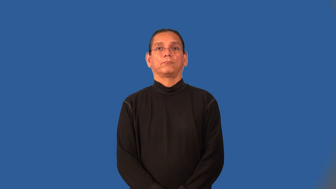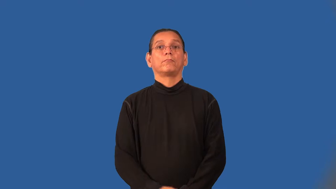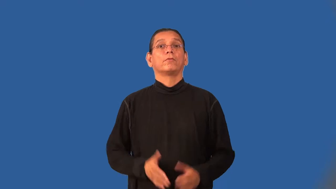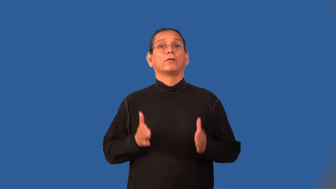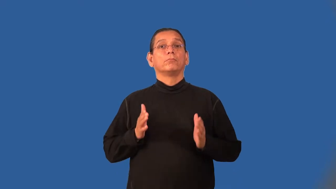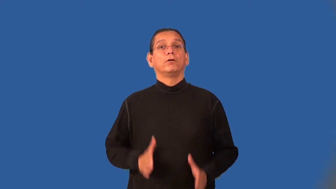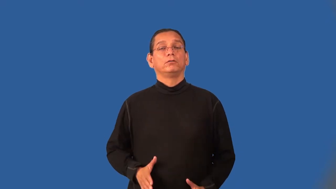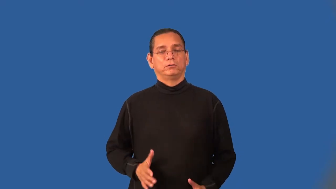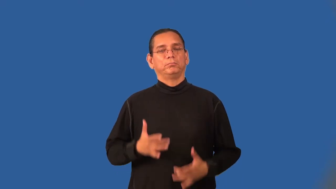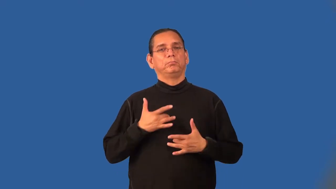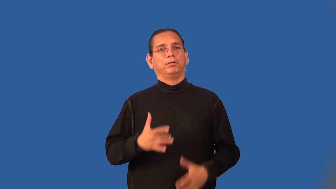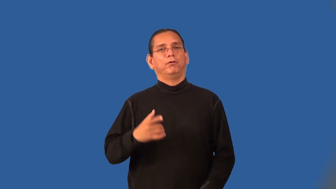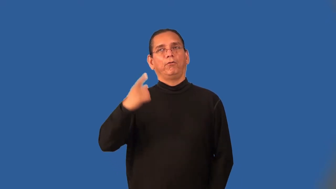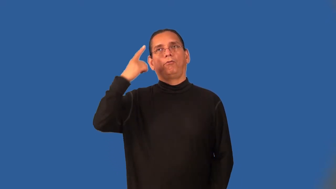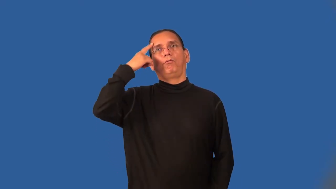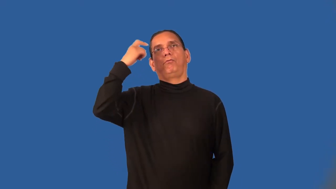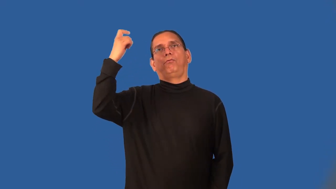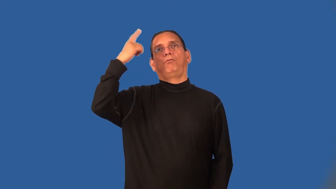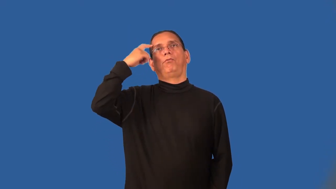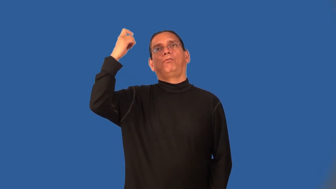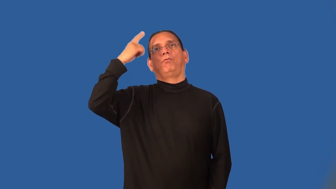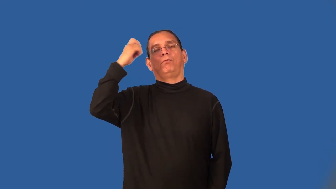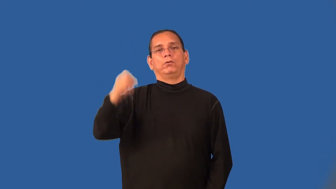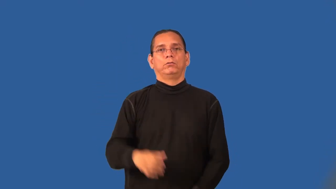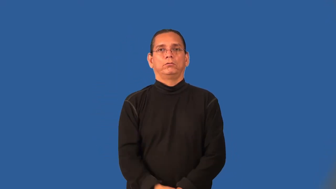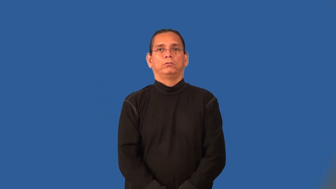daydreamer